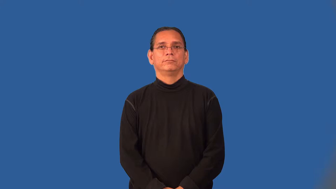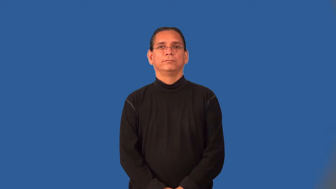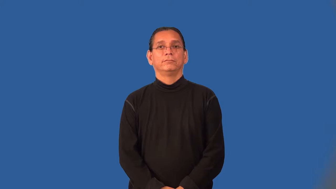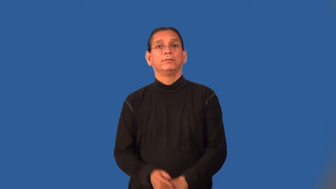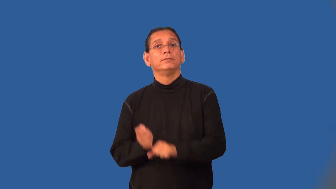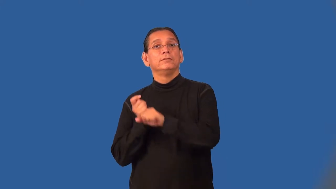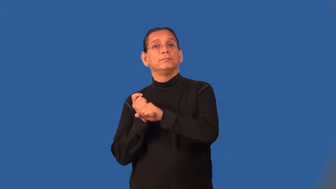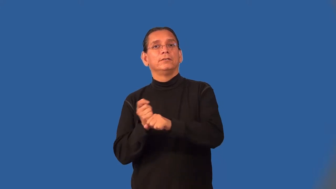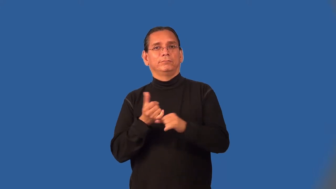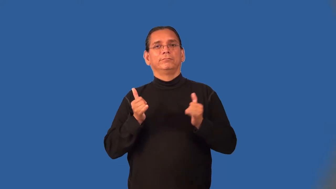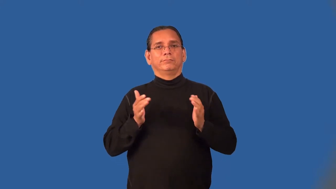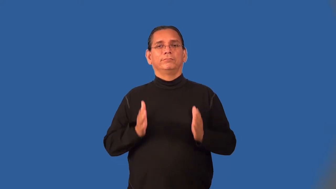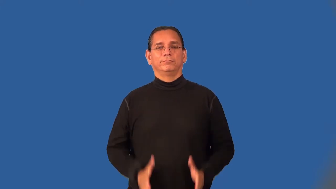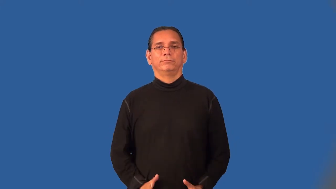ballplayer